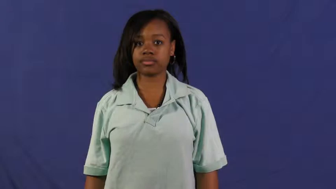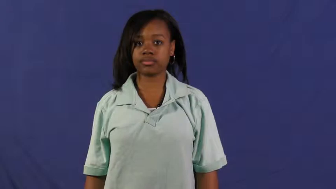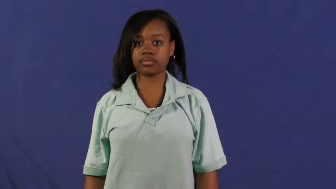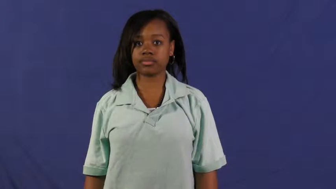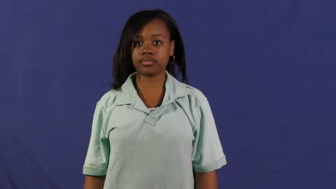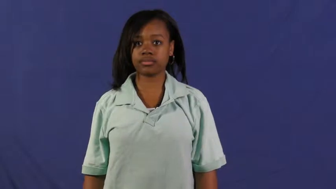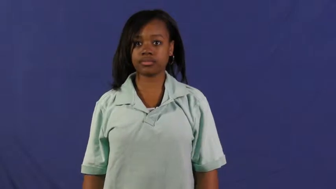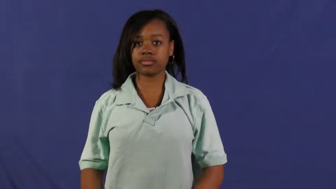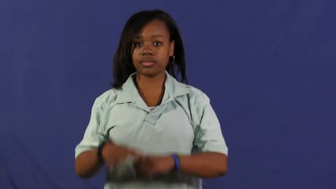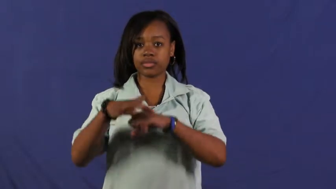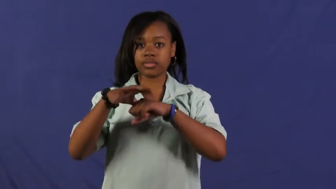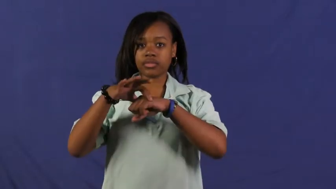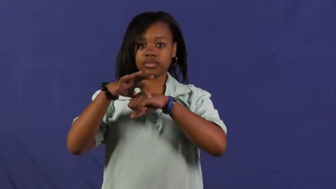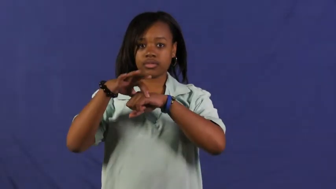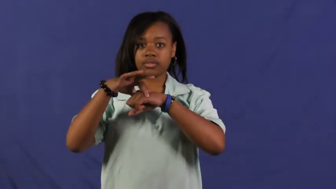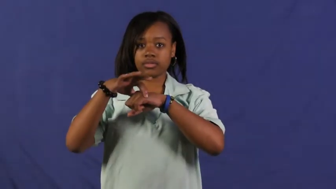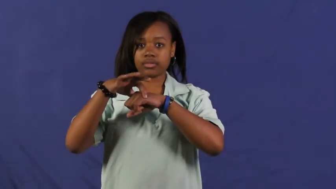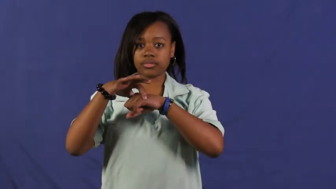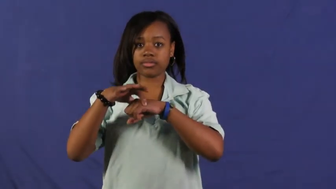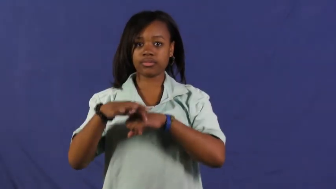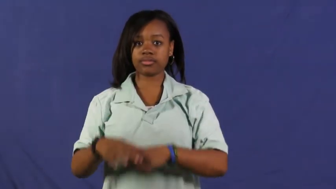earth,global,terrestrial